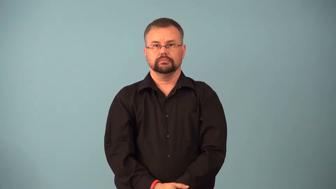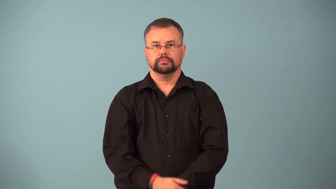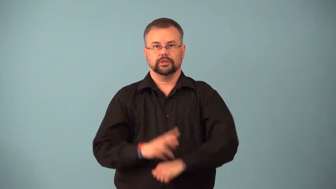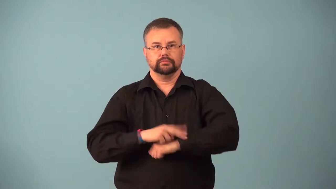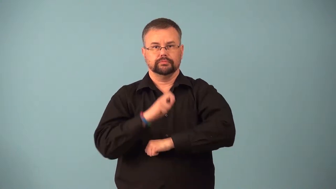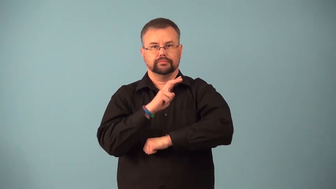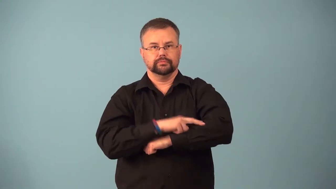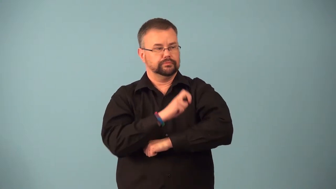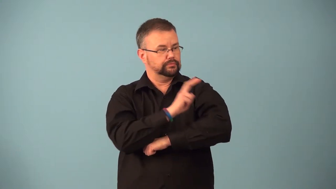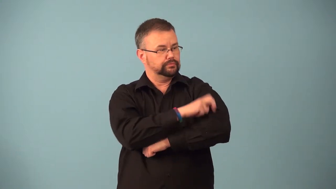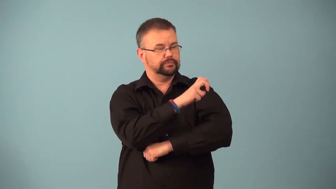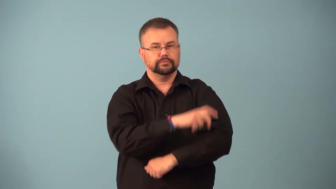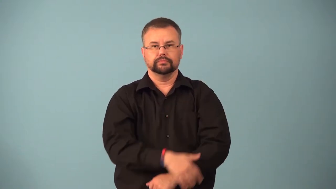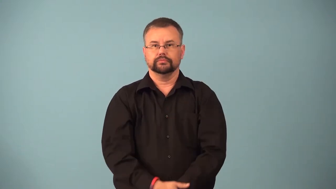grasshopper